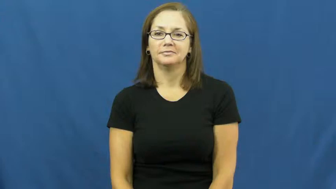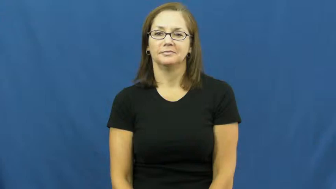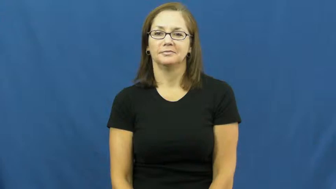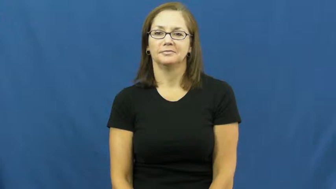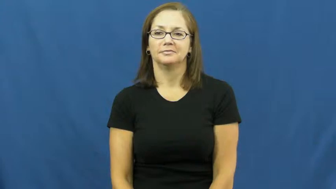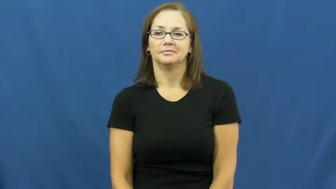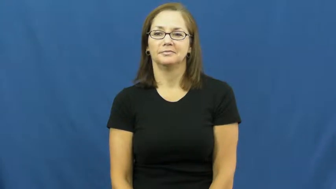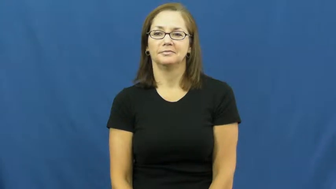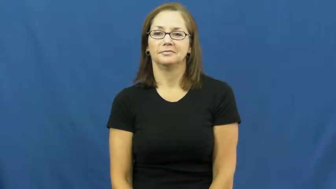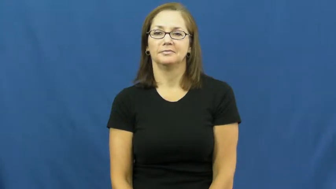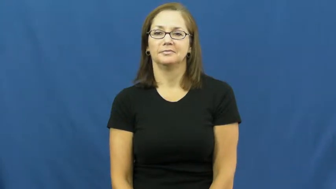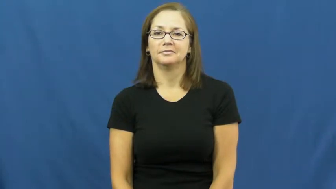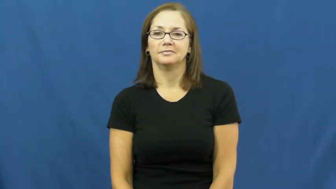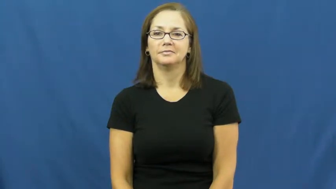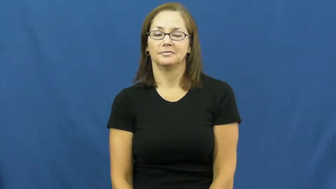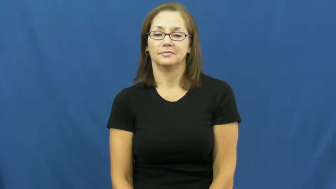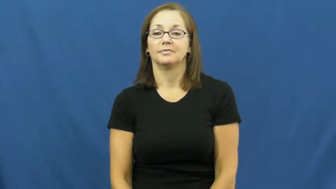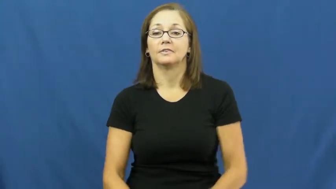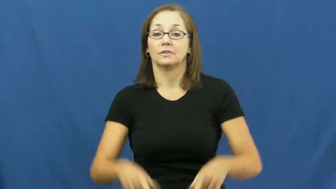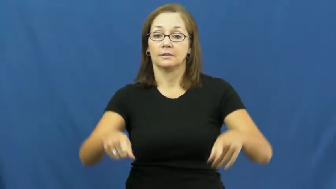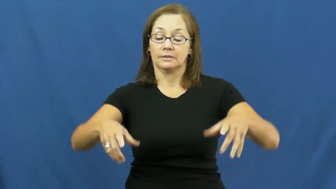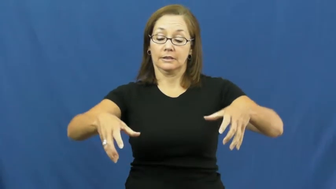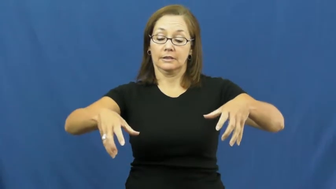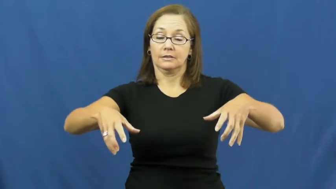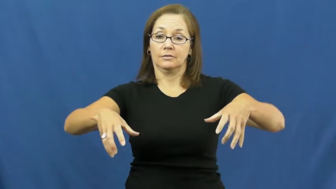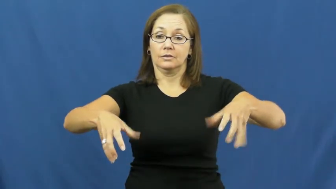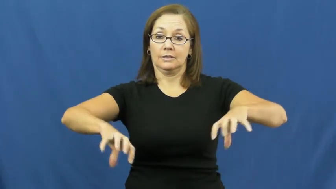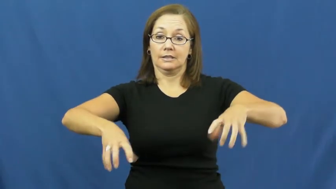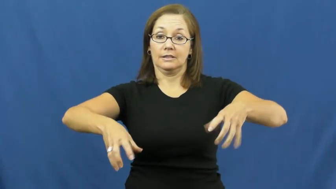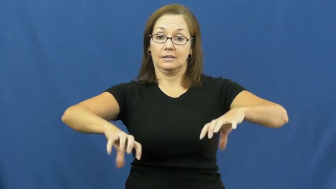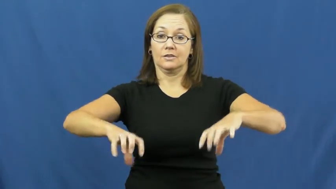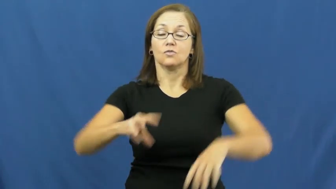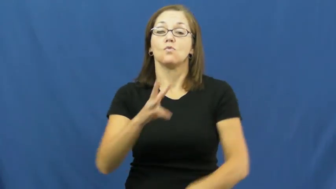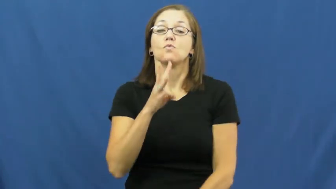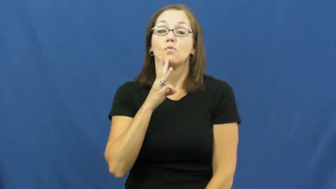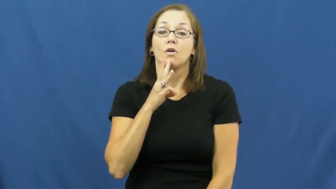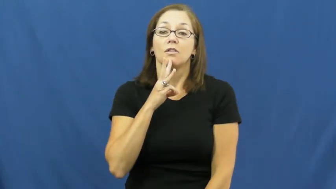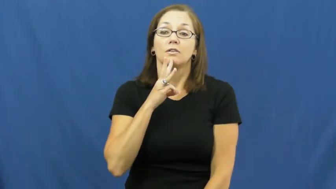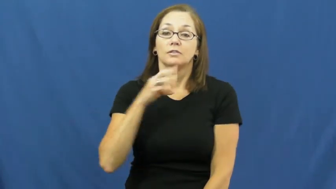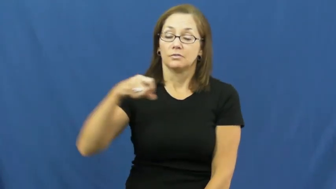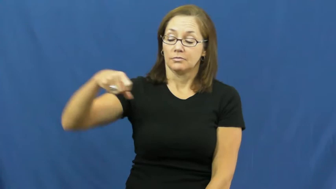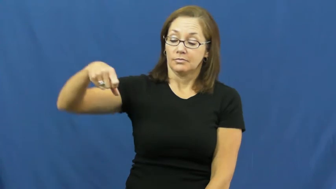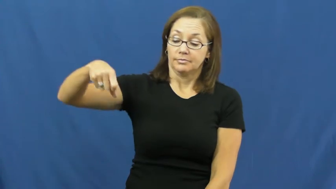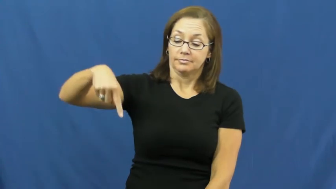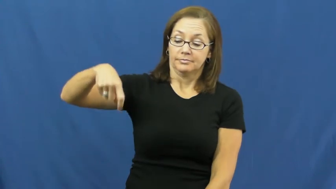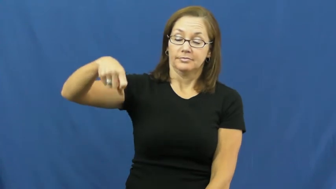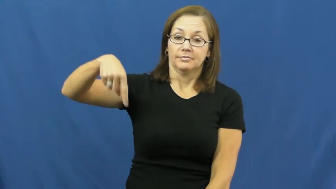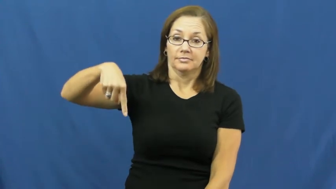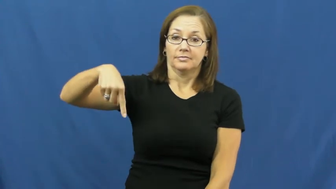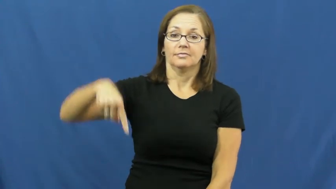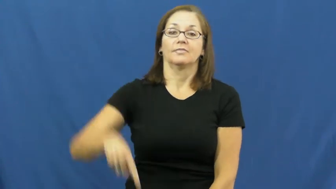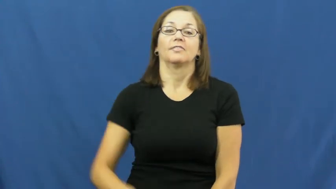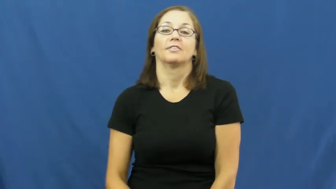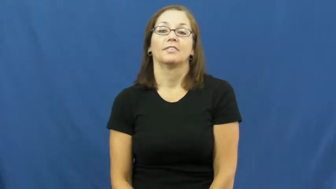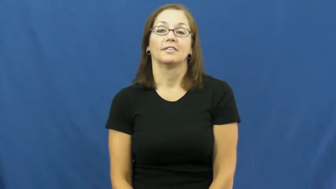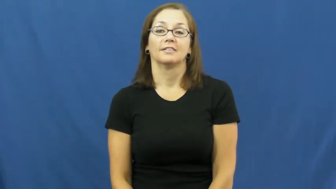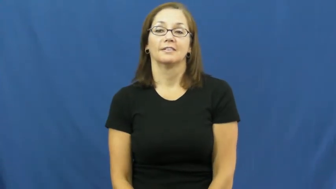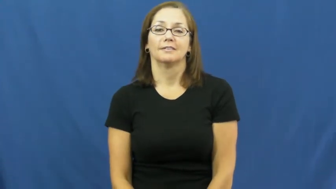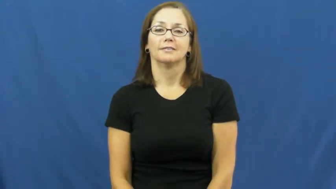drop-water